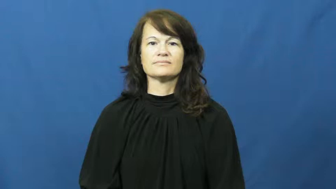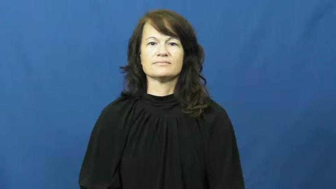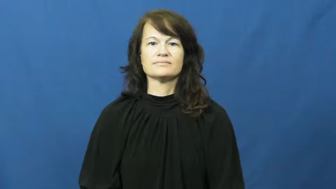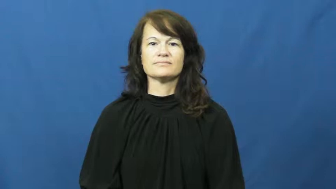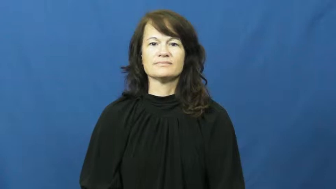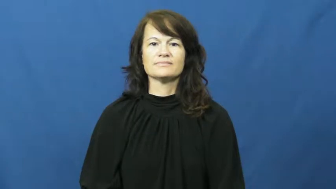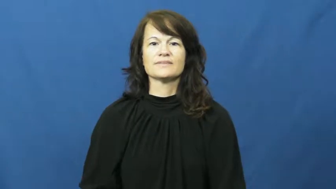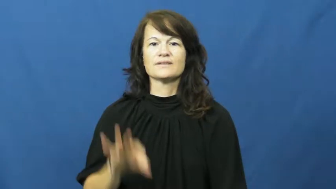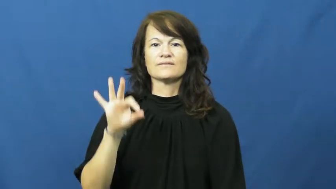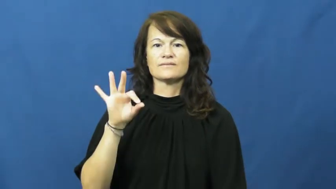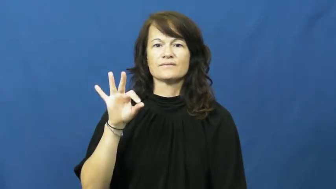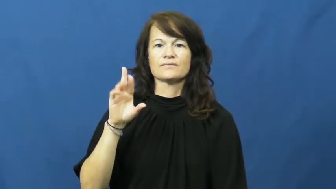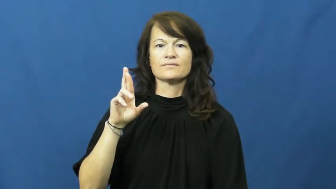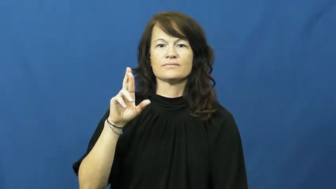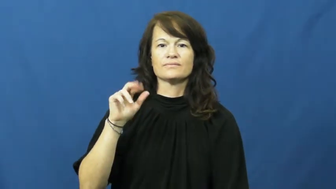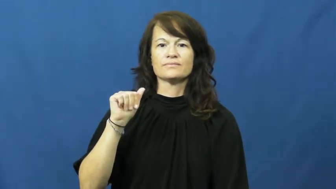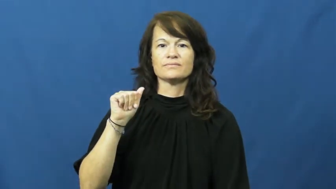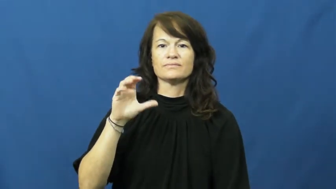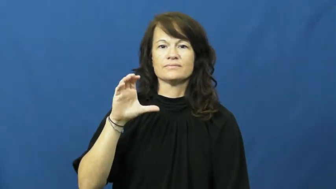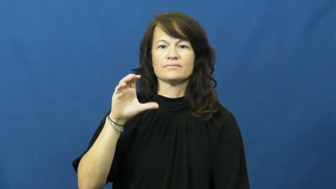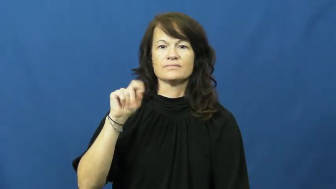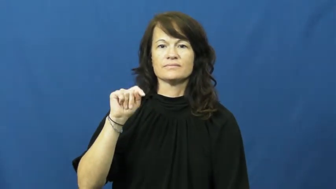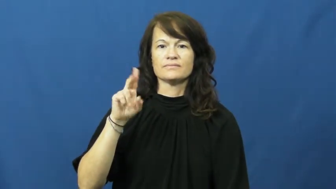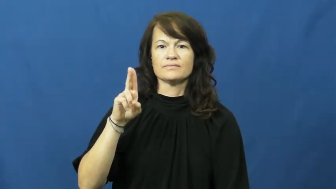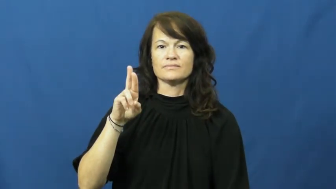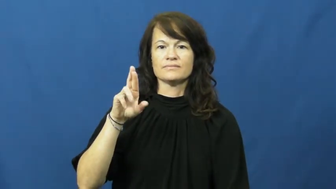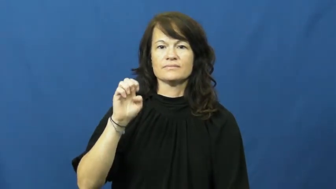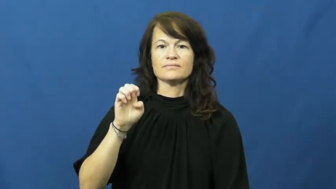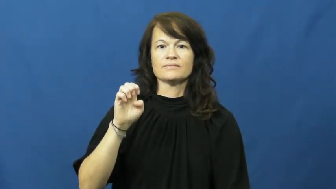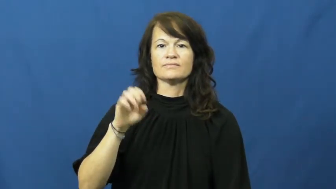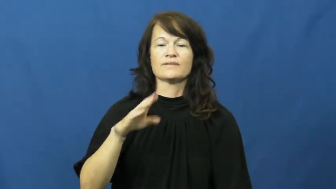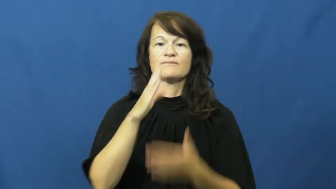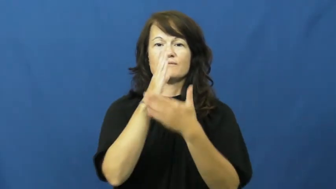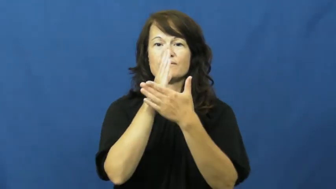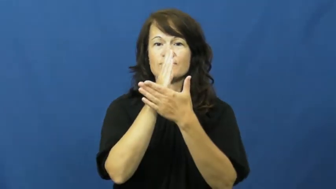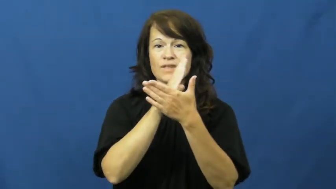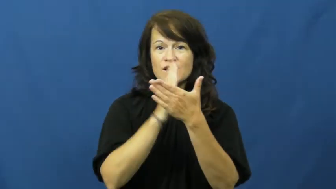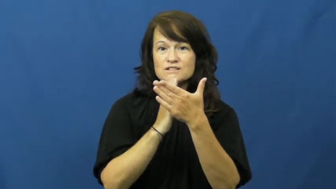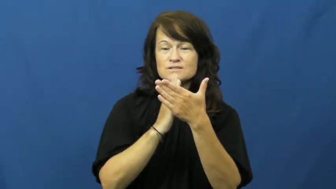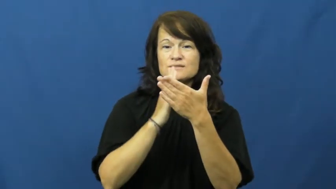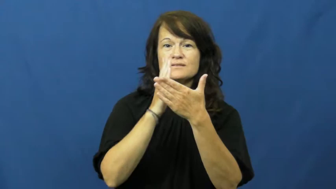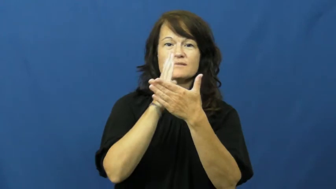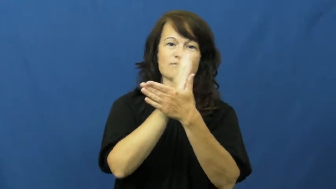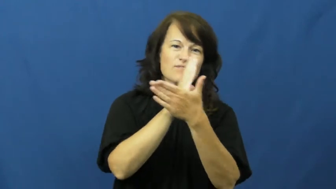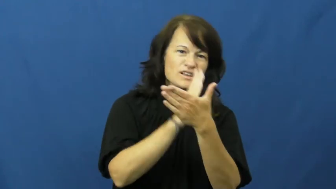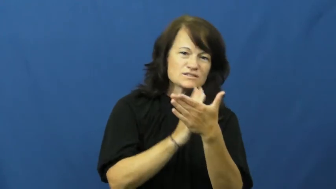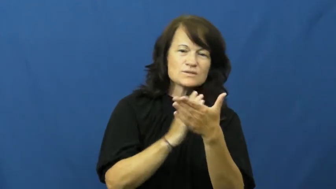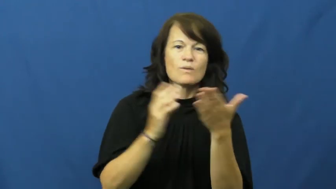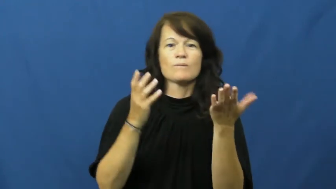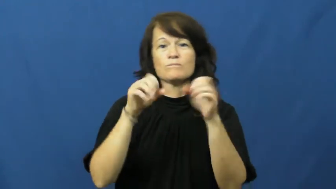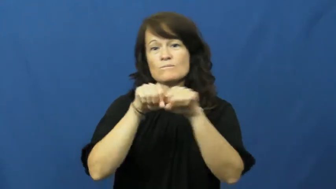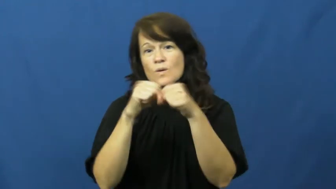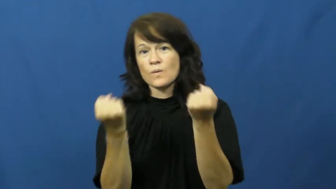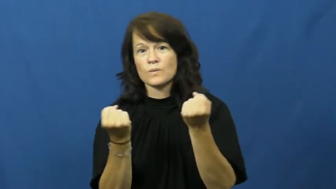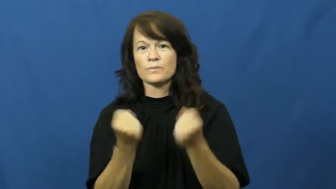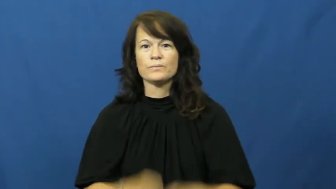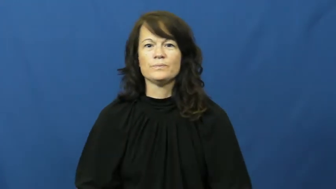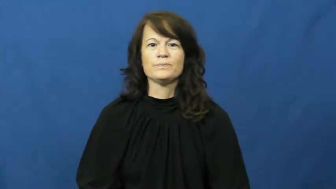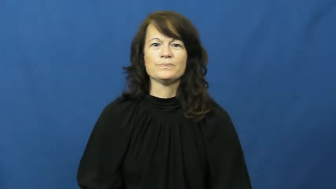fracture